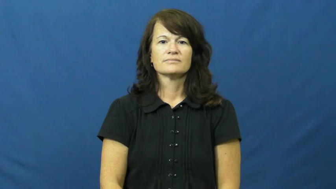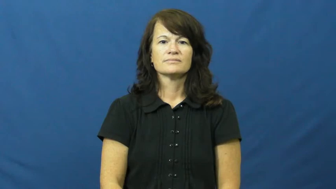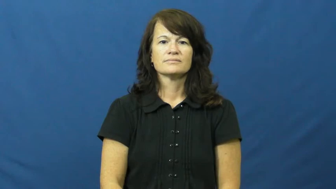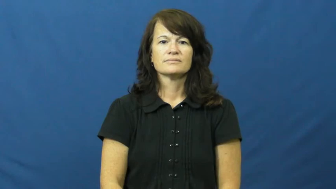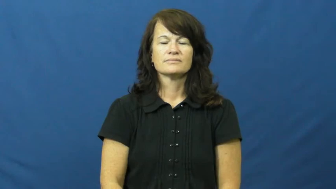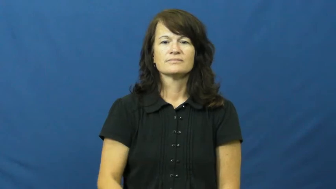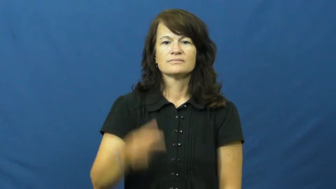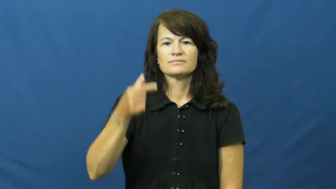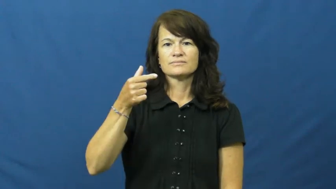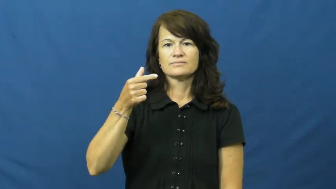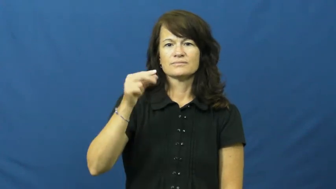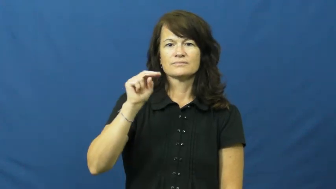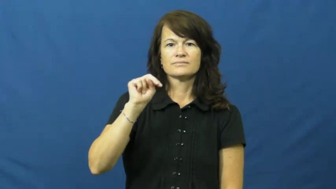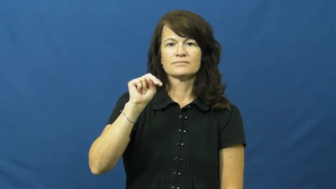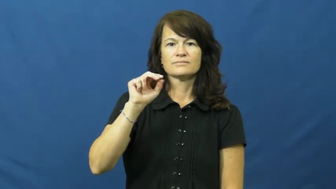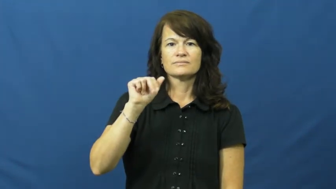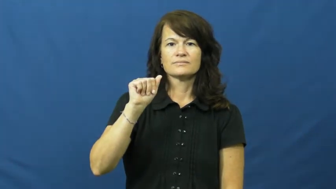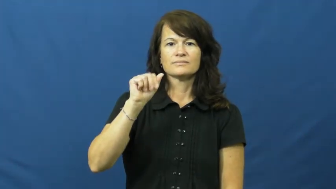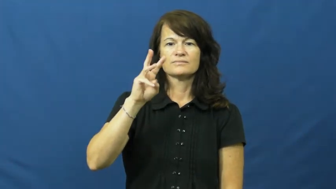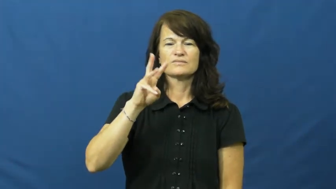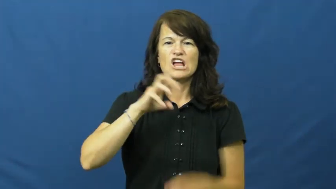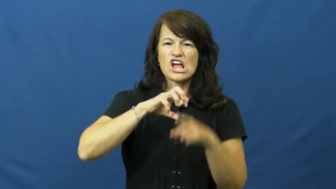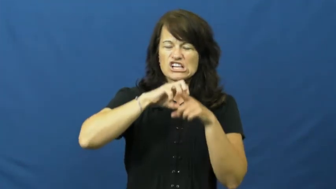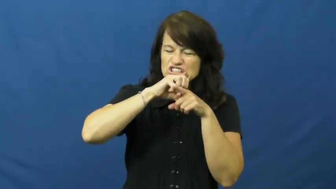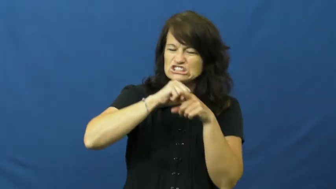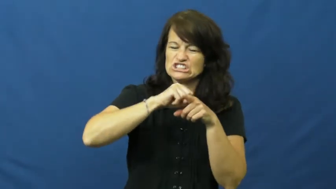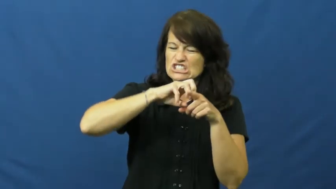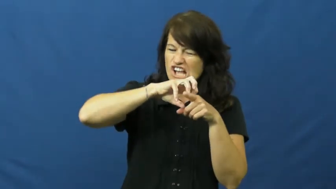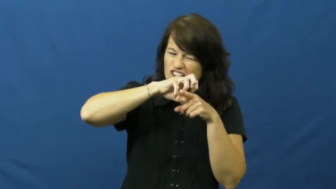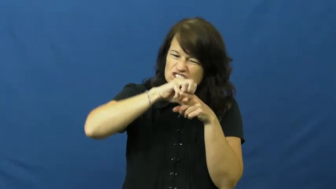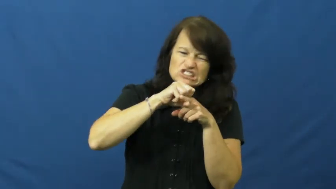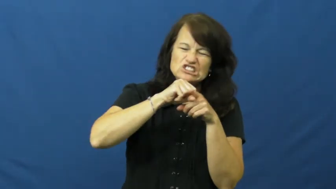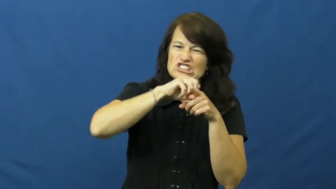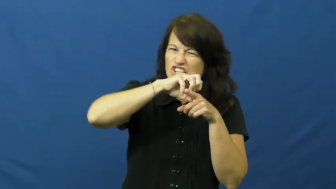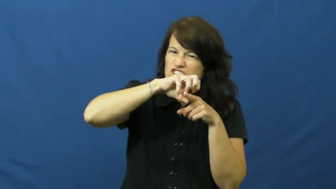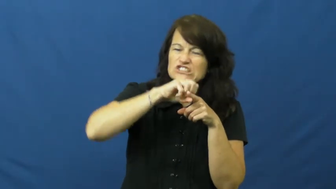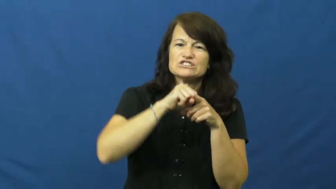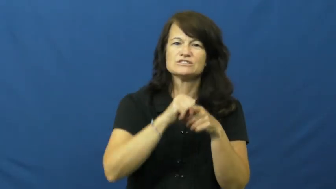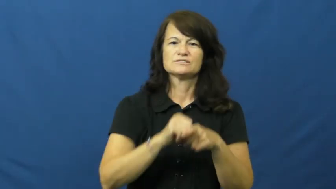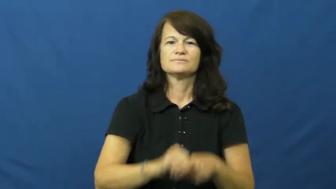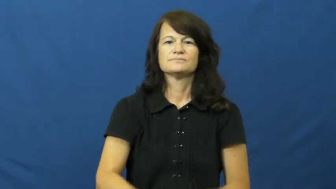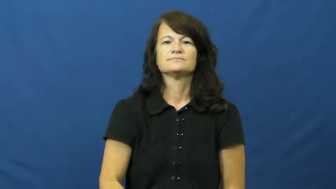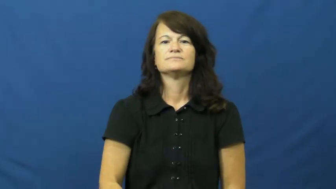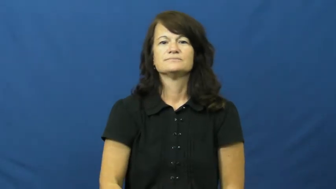gnaw,gnaw at,gnaw on,gnaw away,gnaw away on